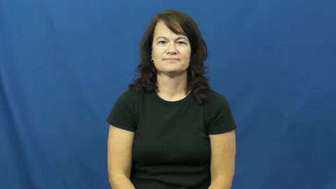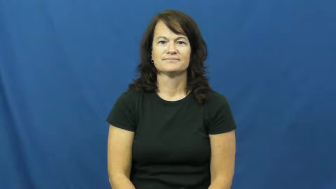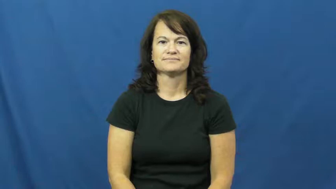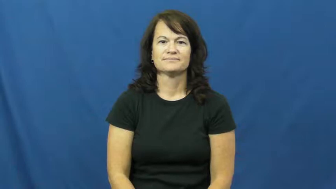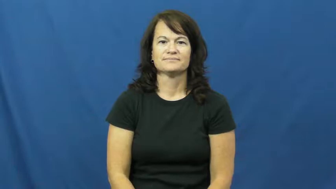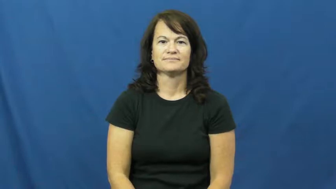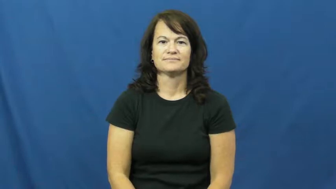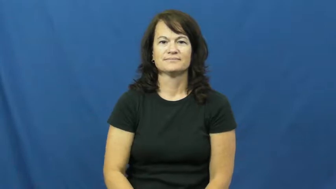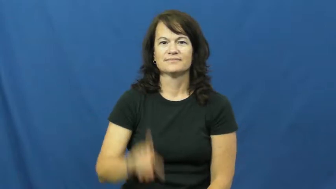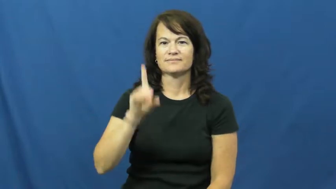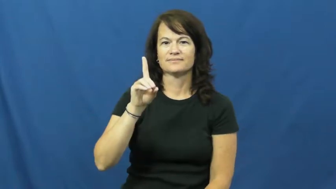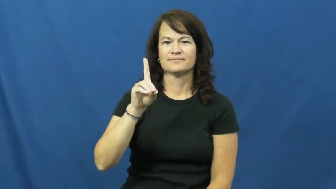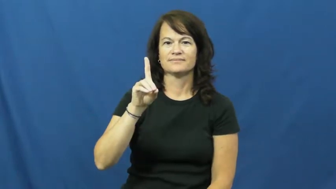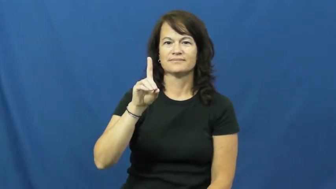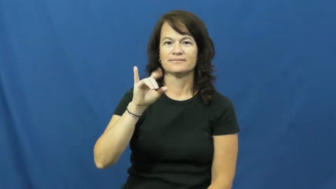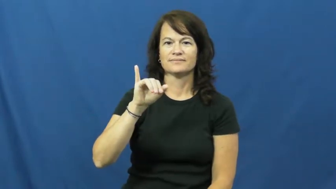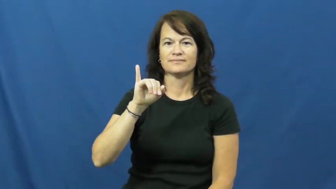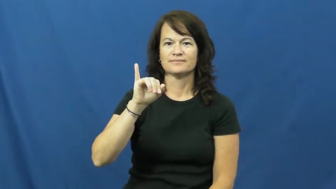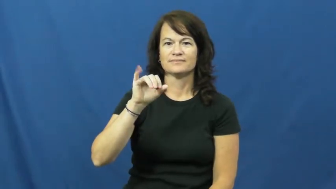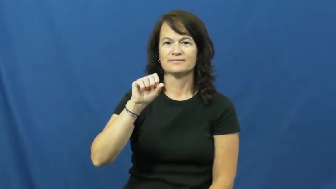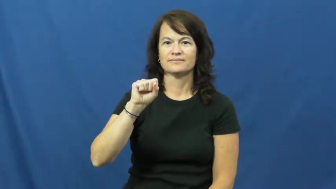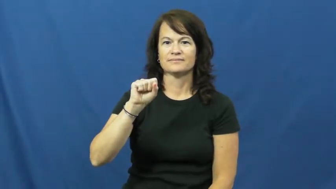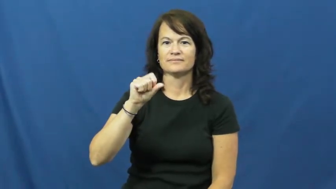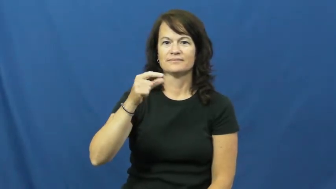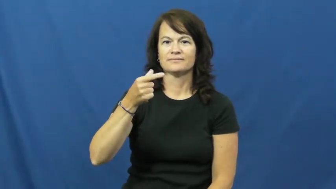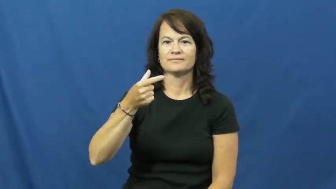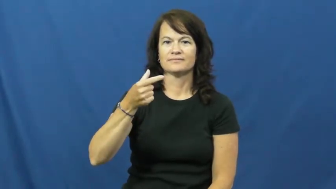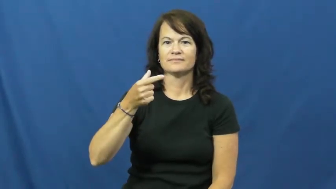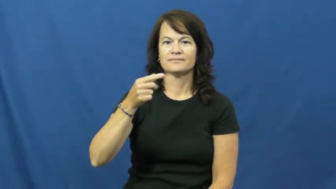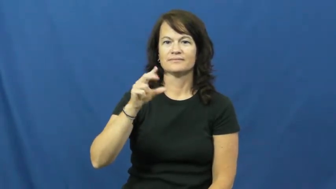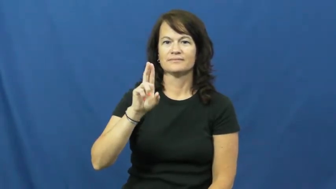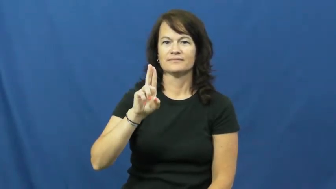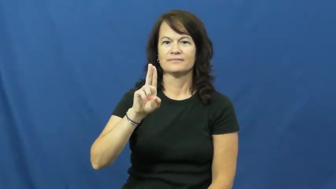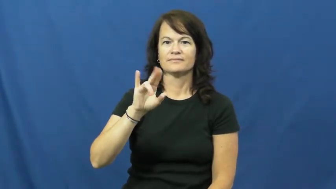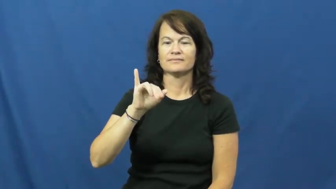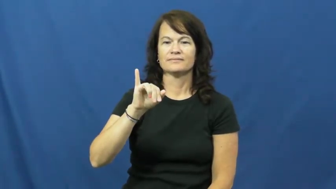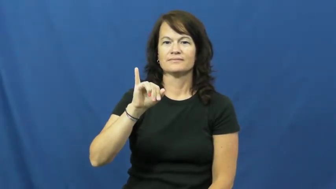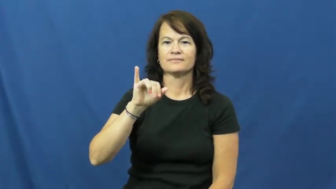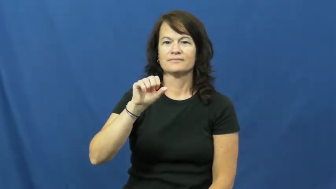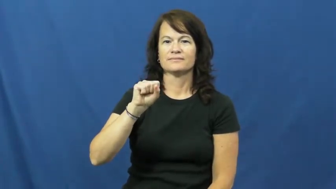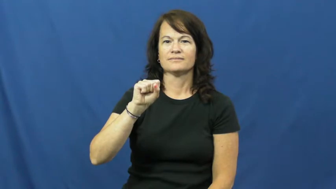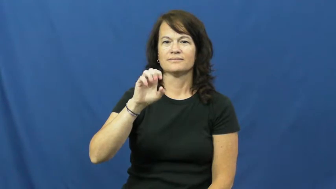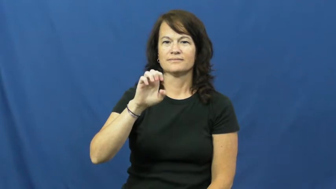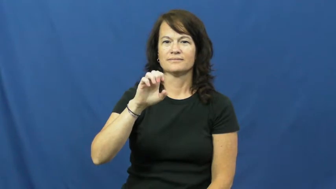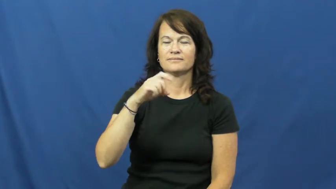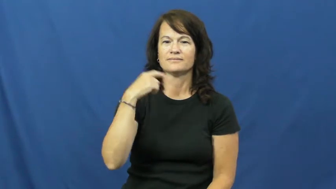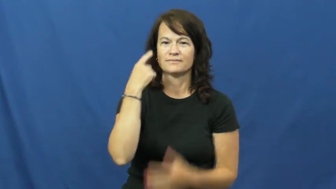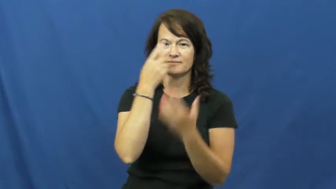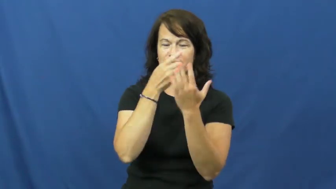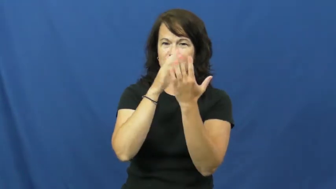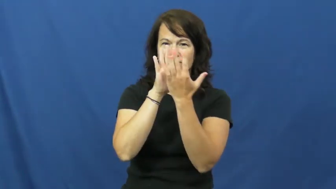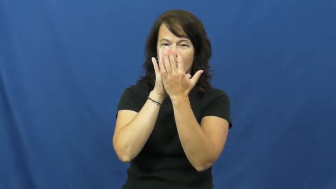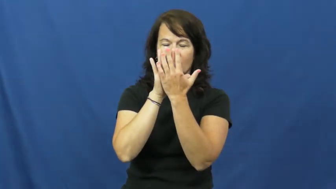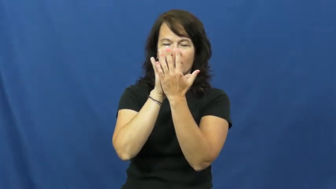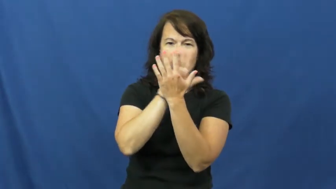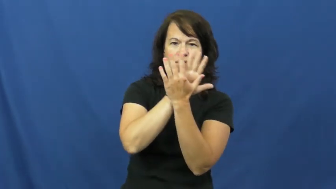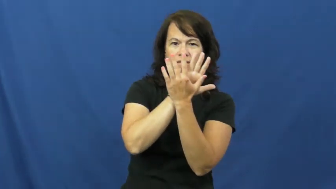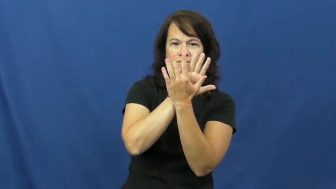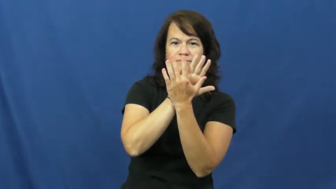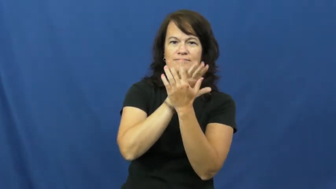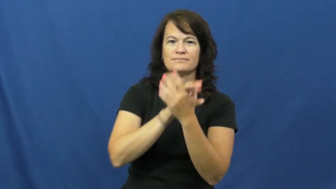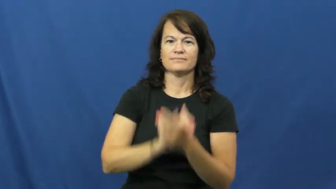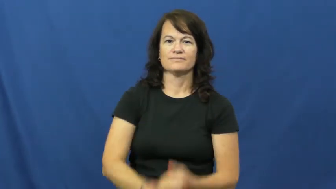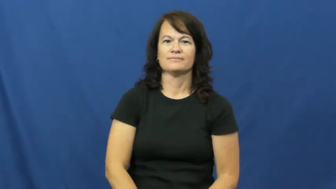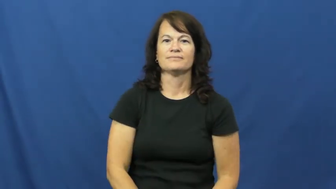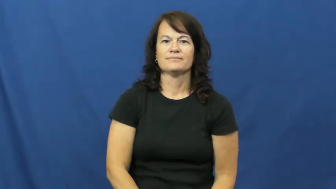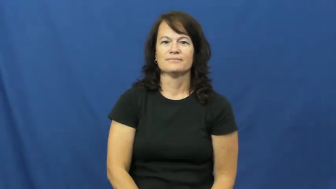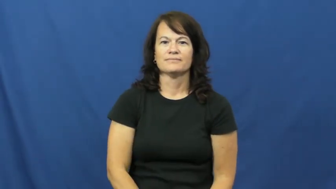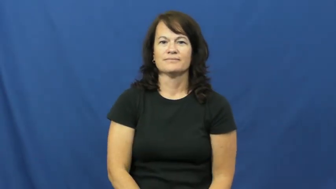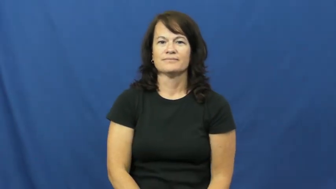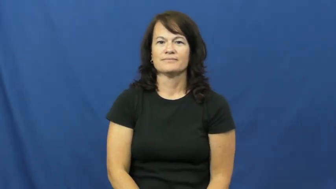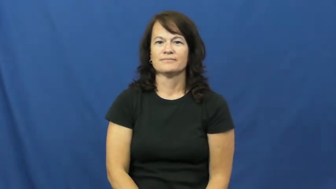disguise